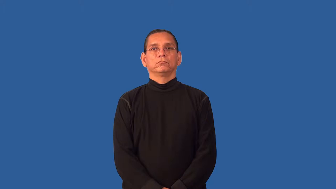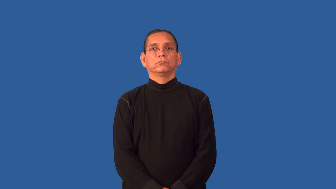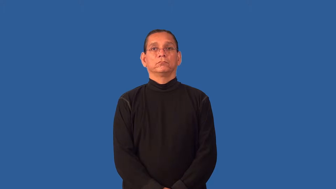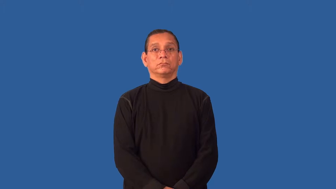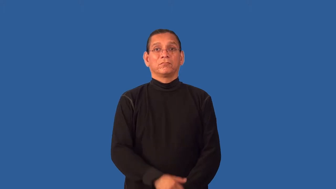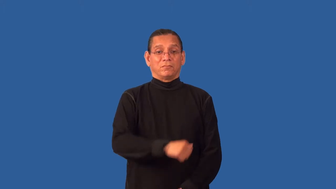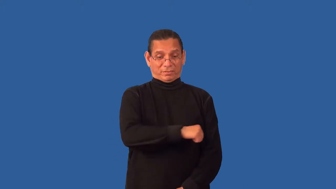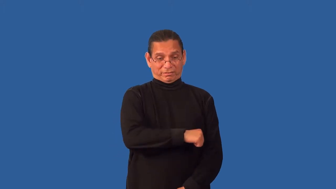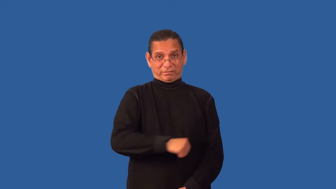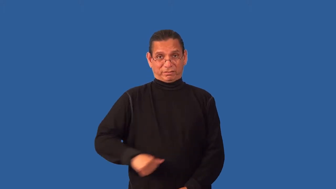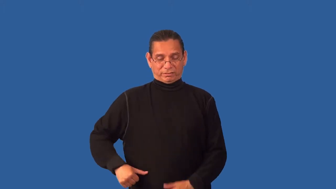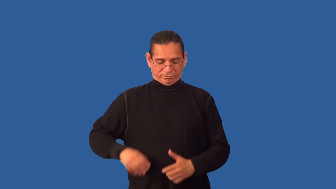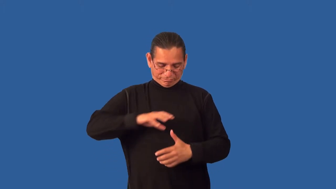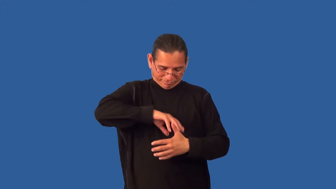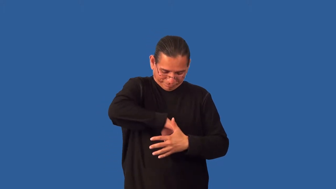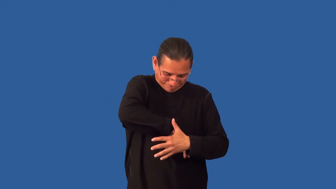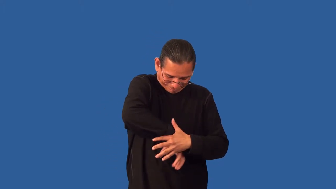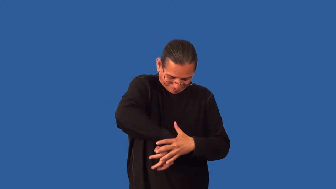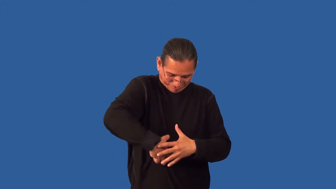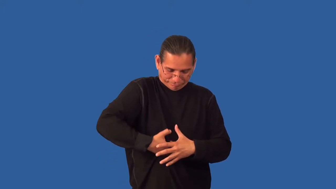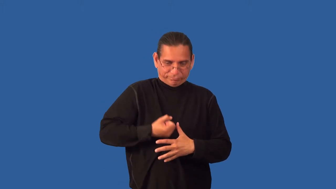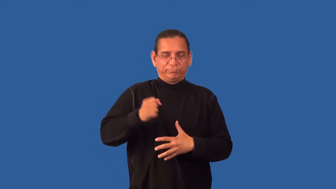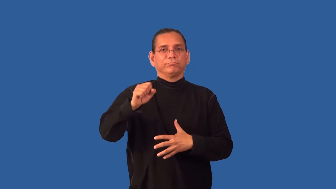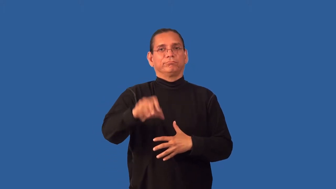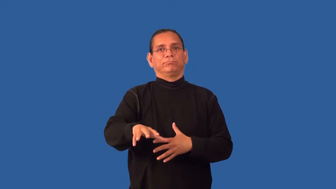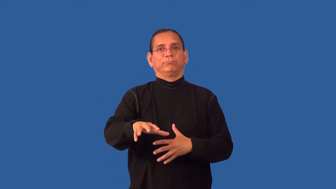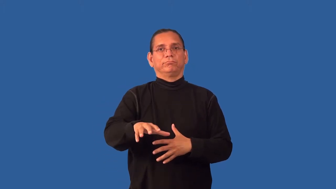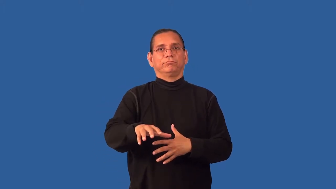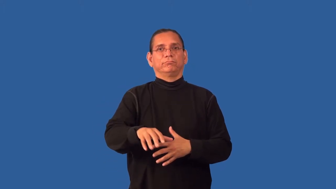gut,clean